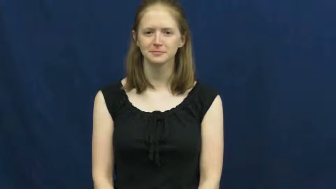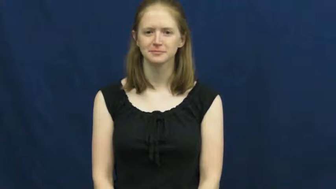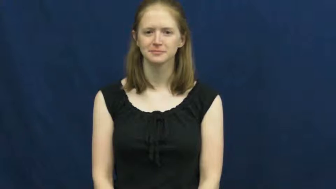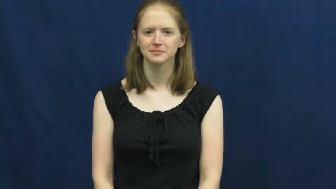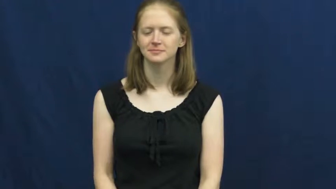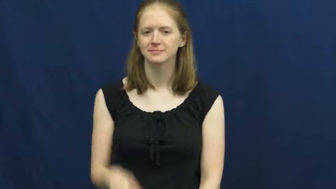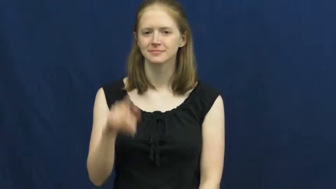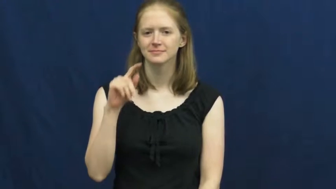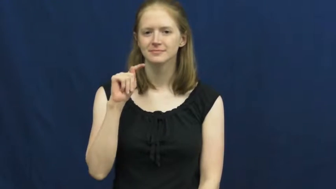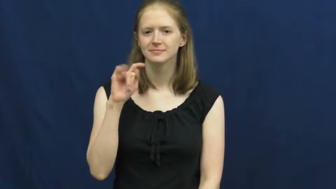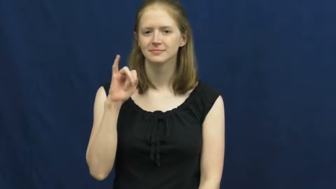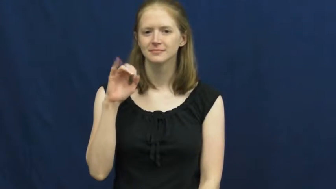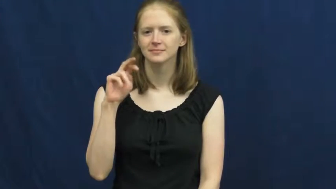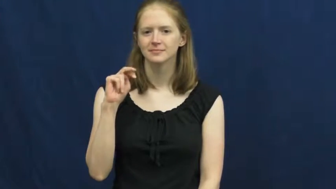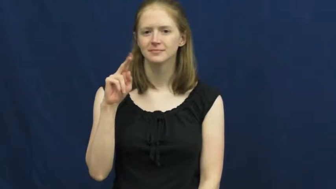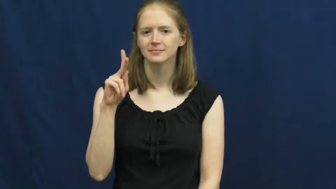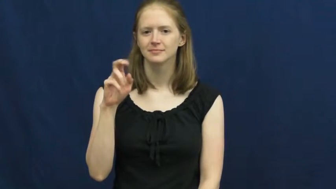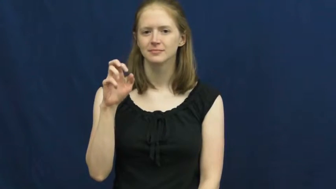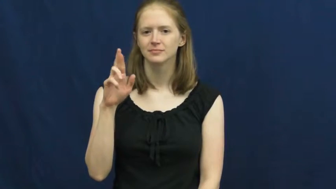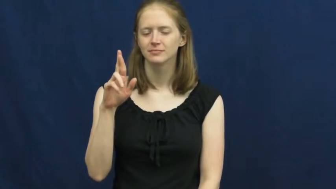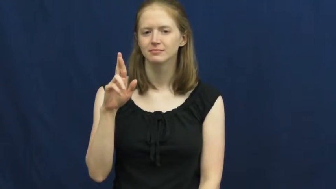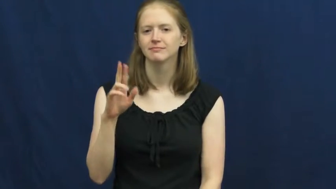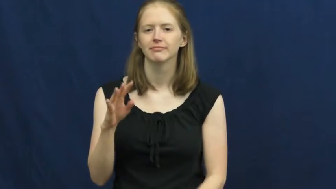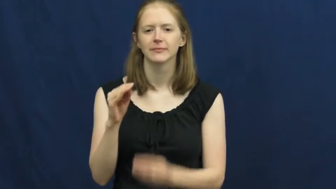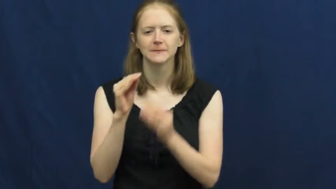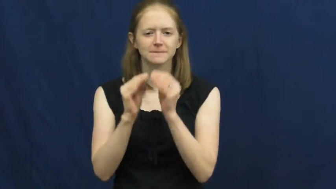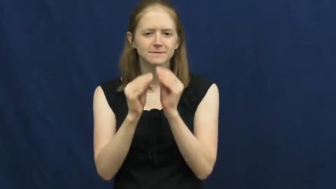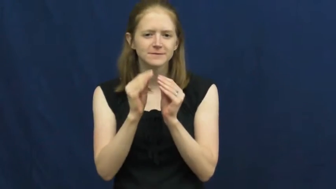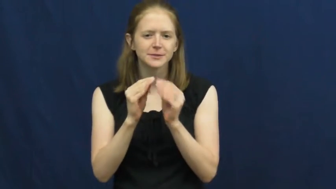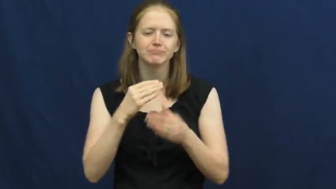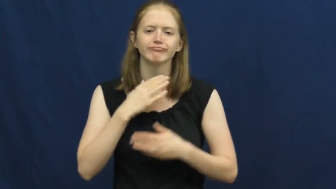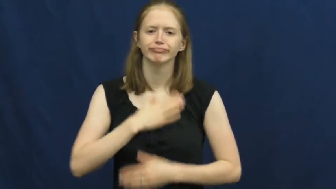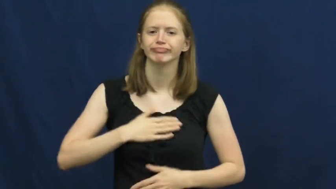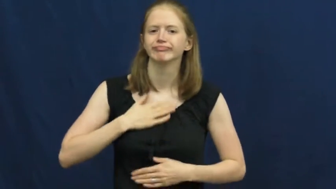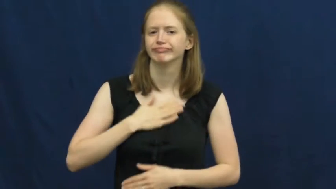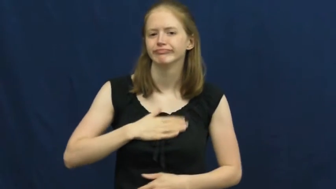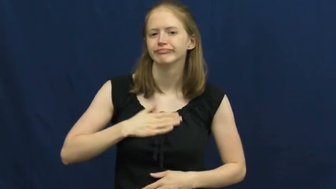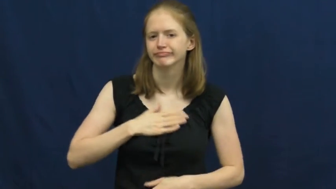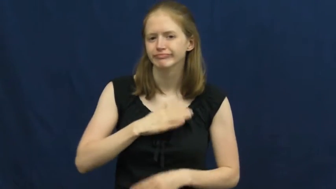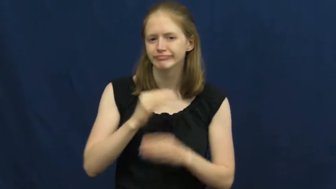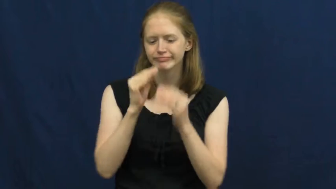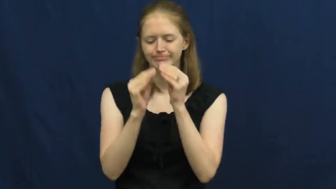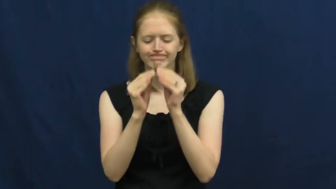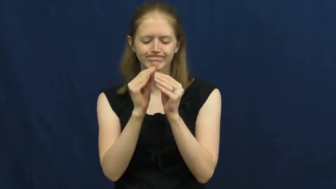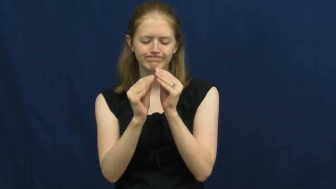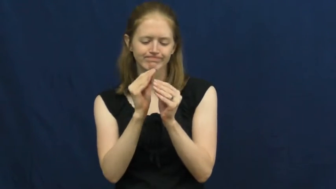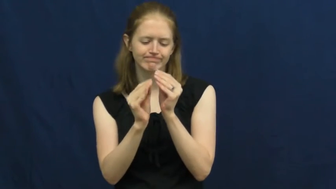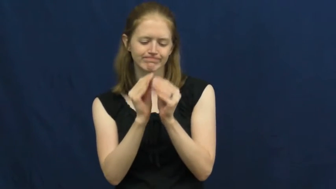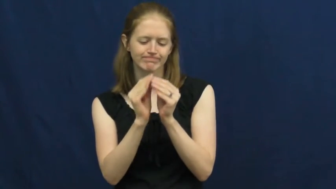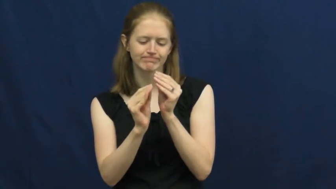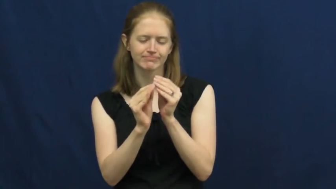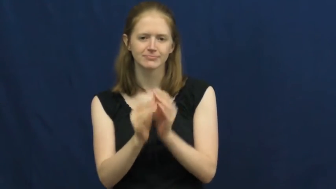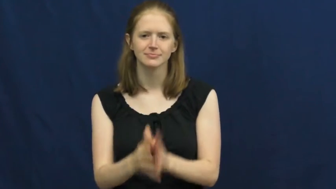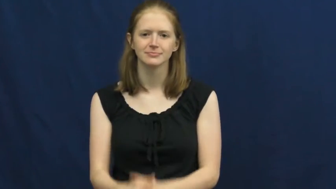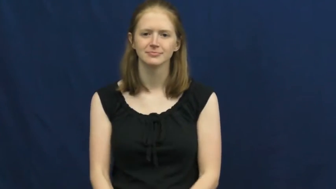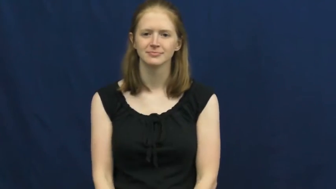tinker